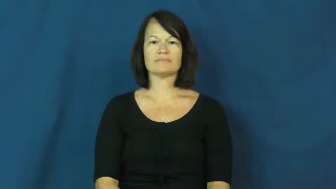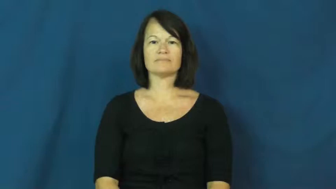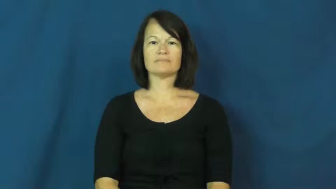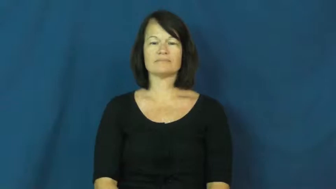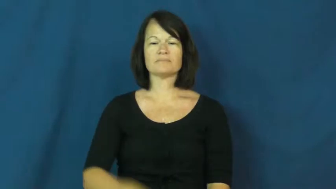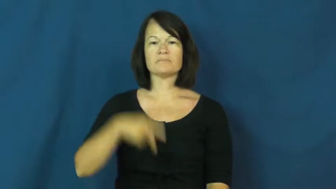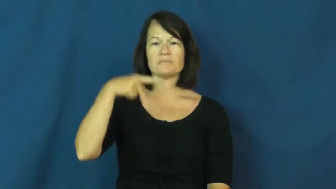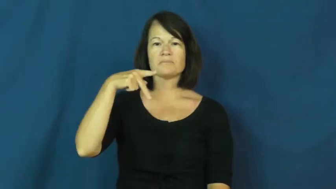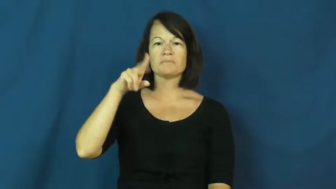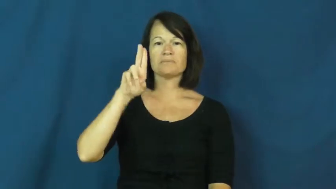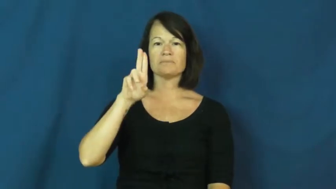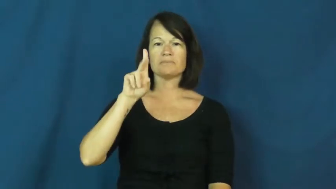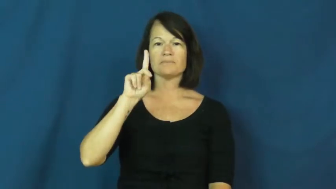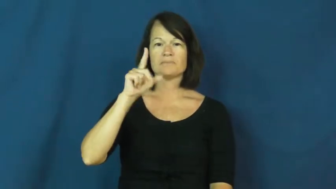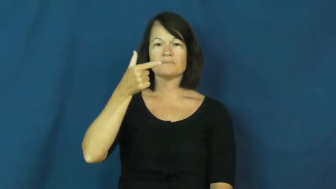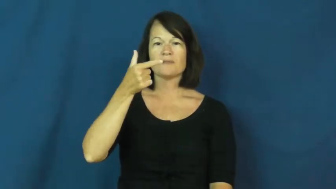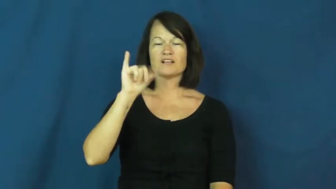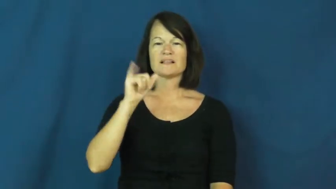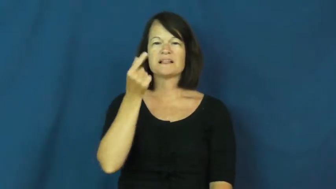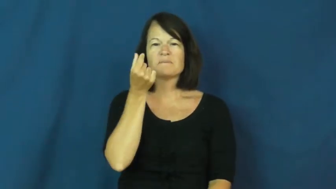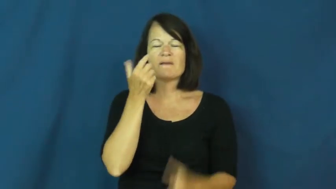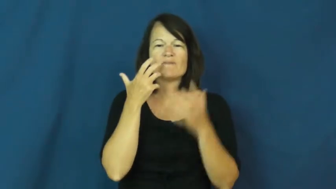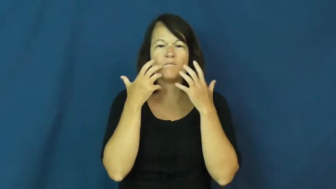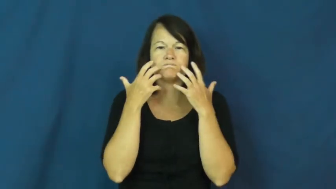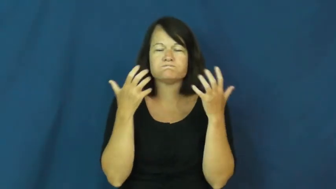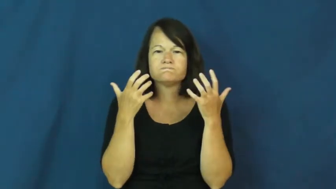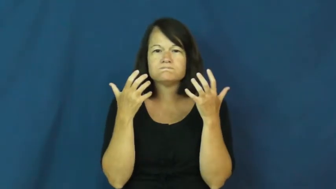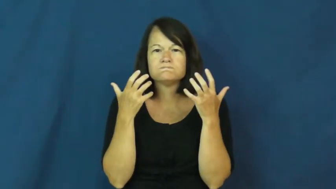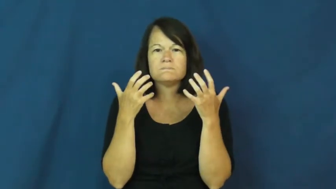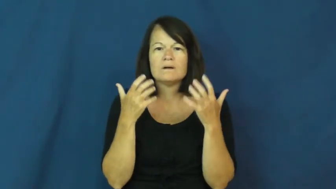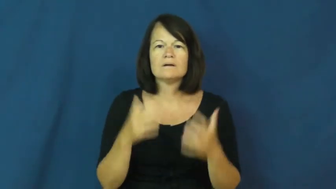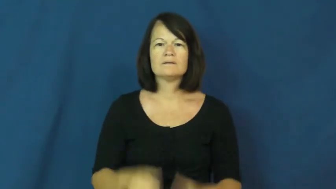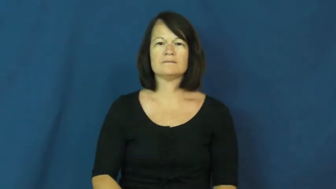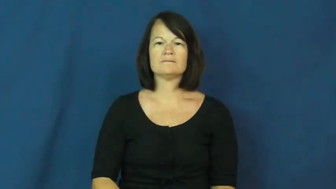pudgy